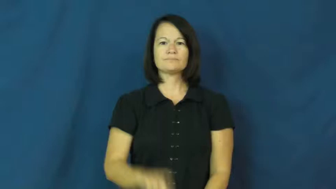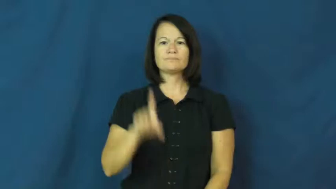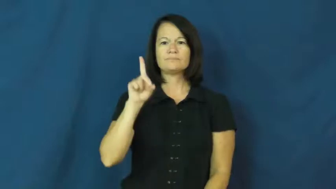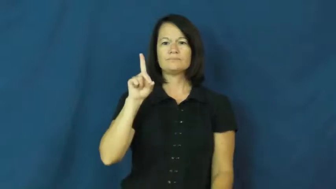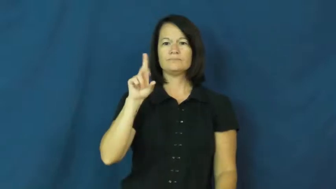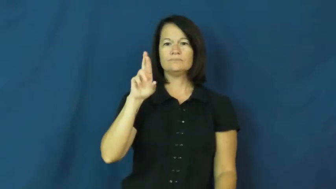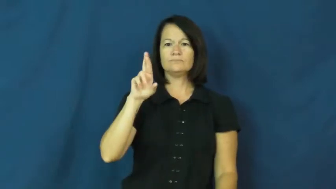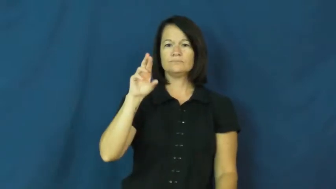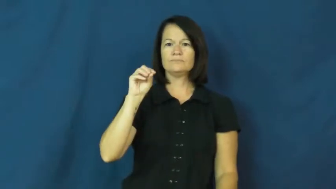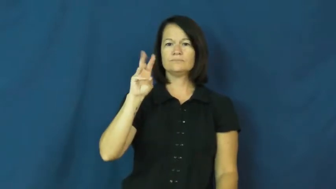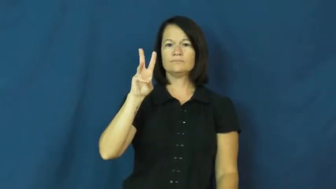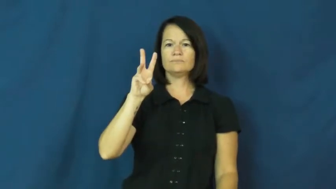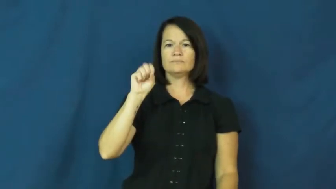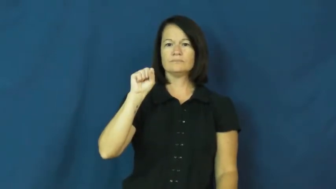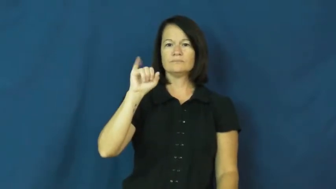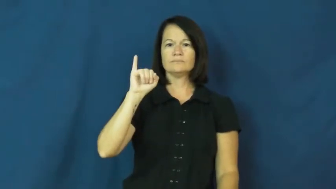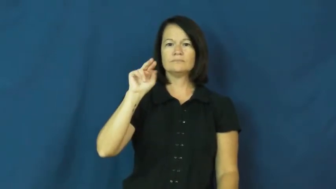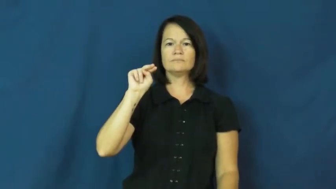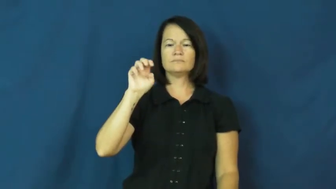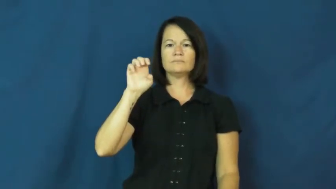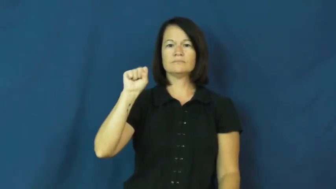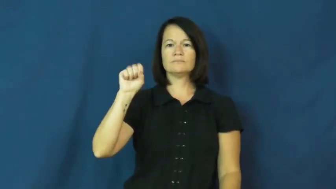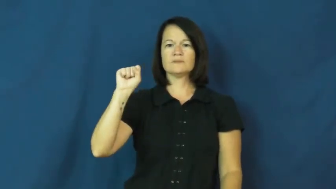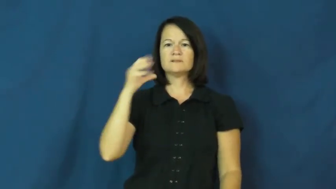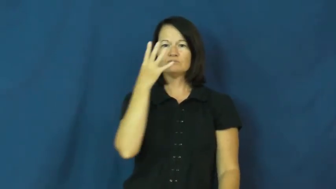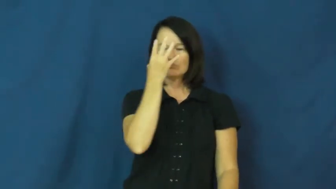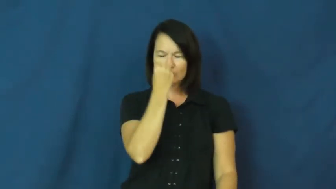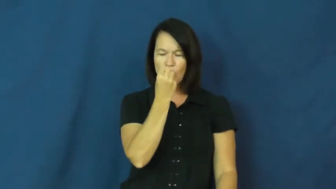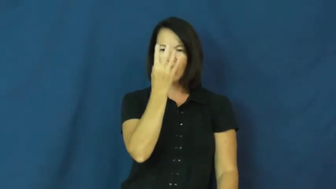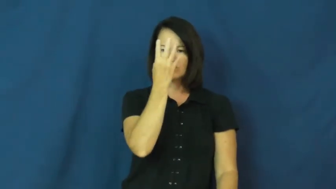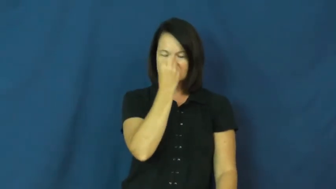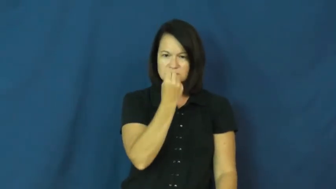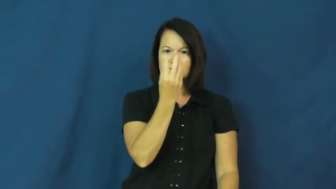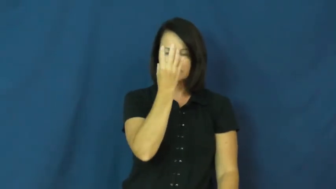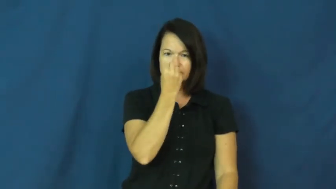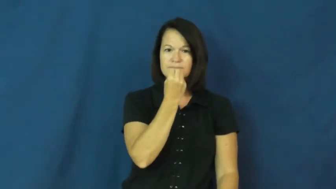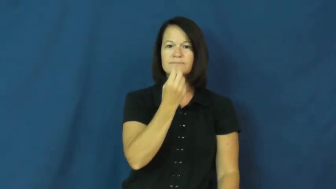drowsiness